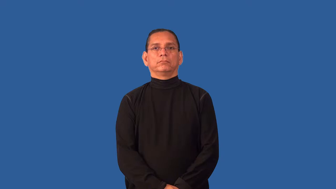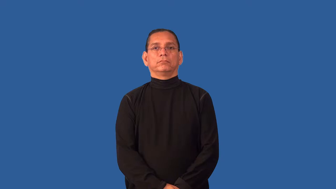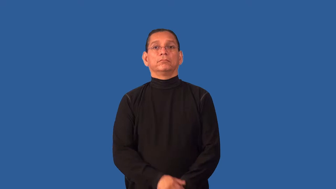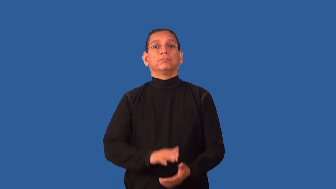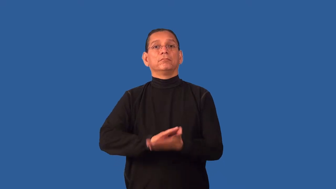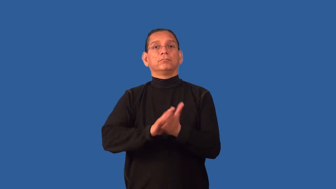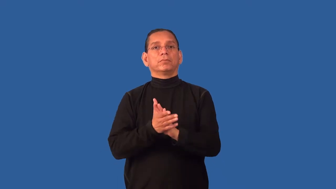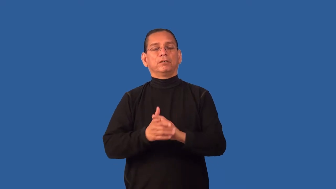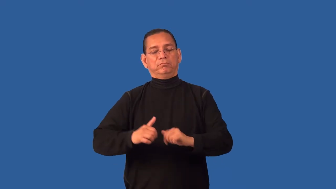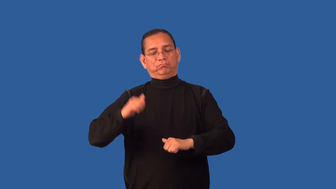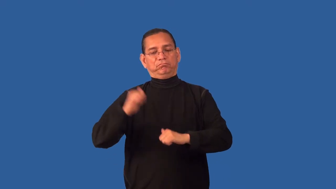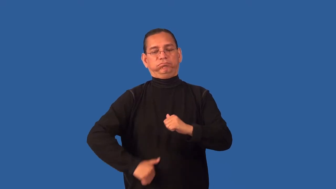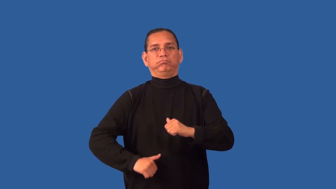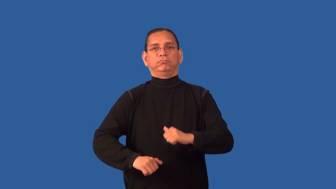desensitize